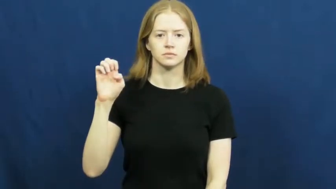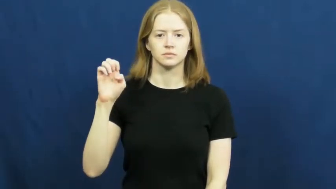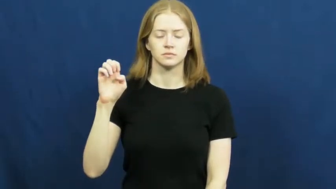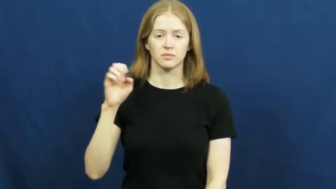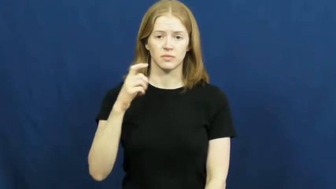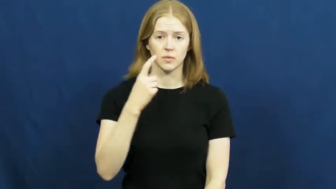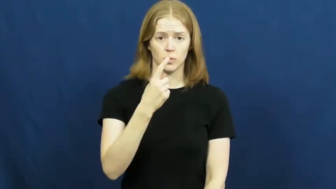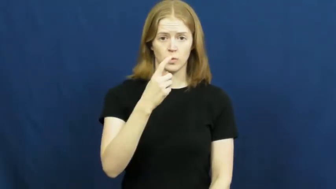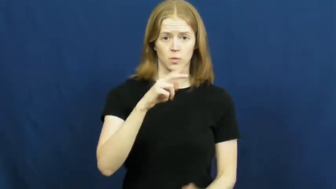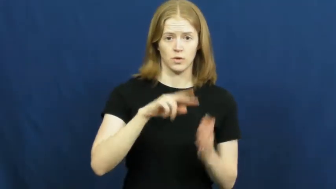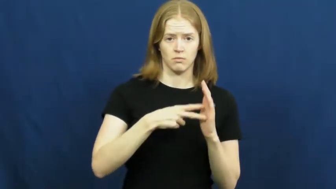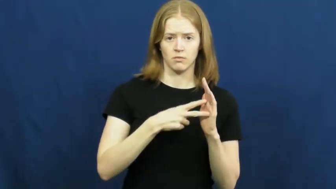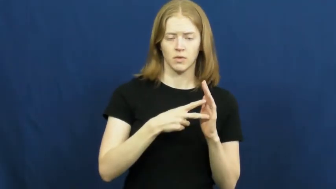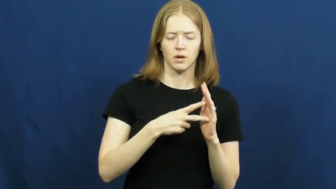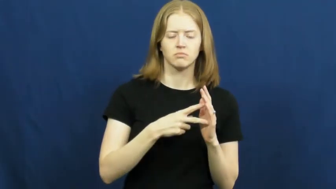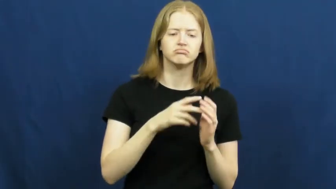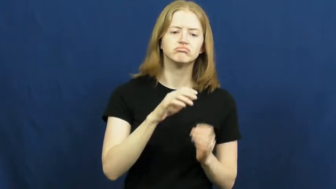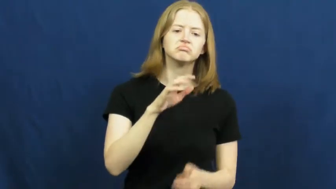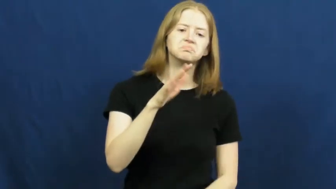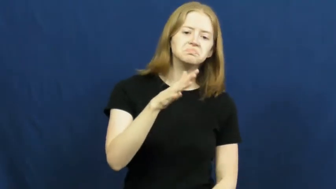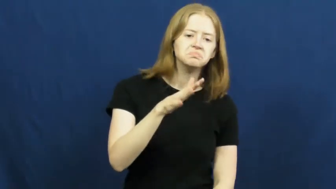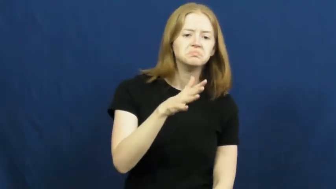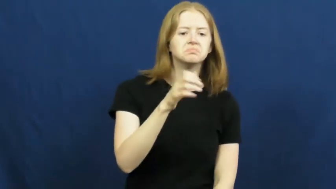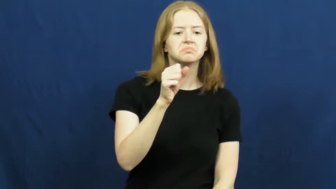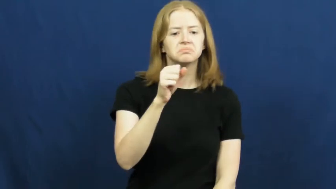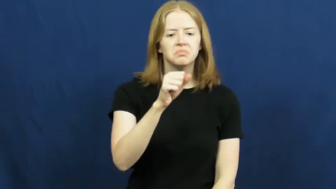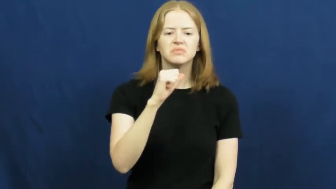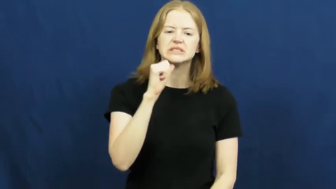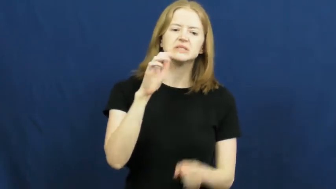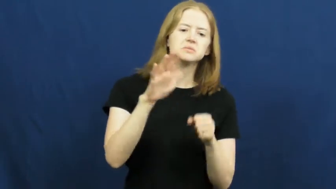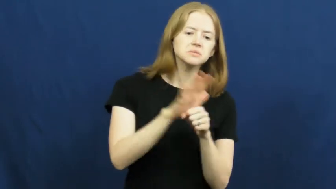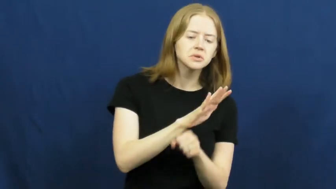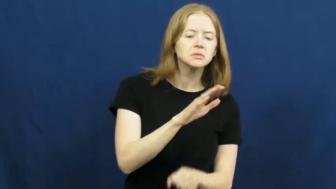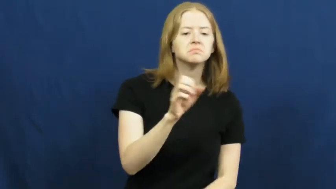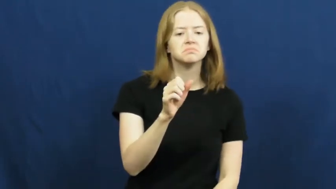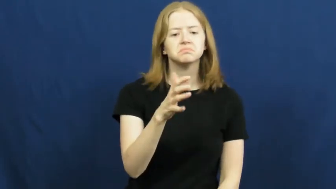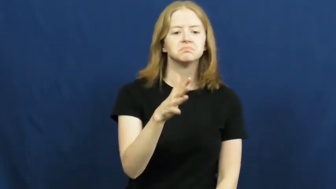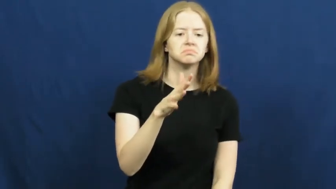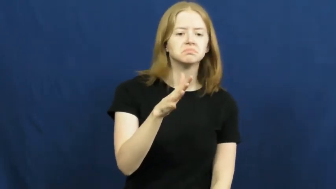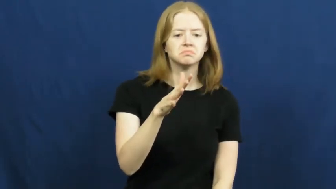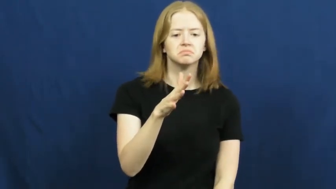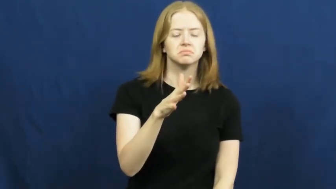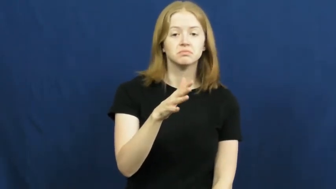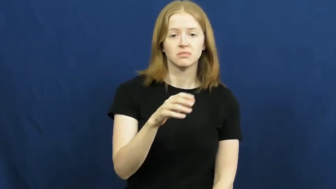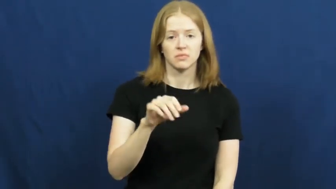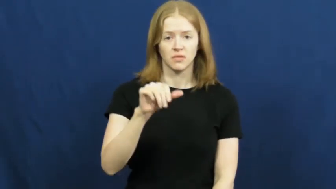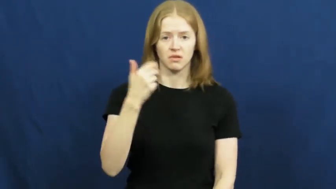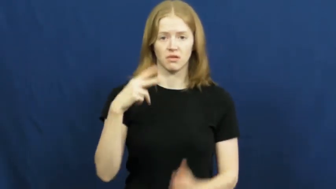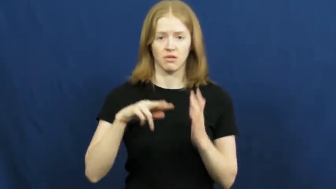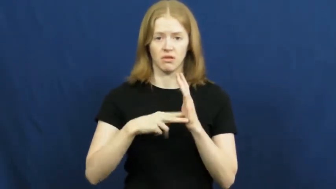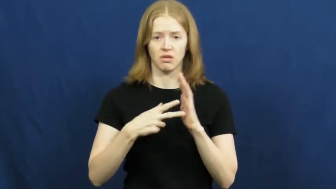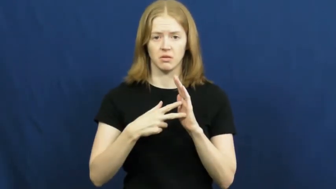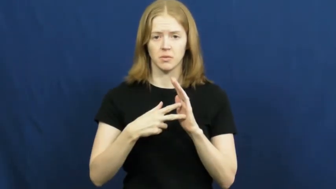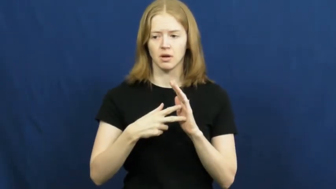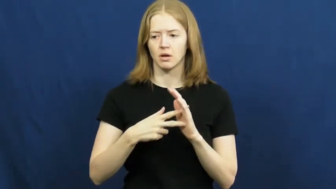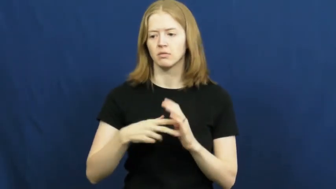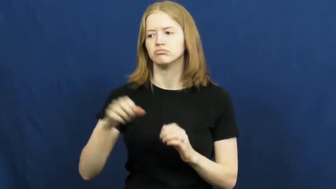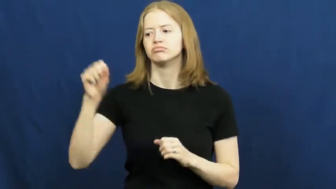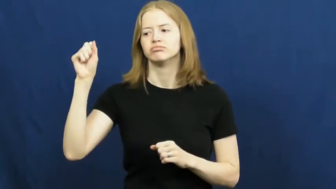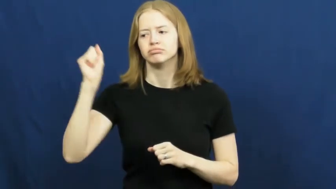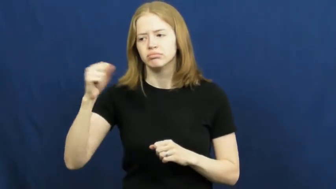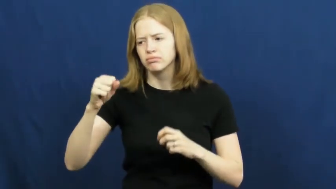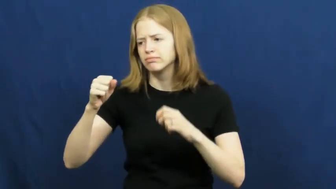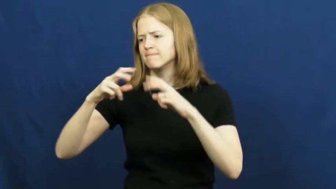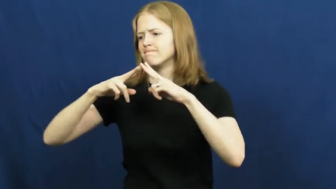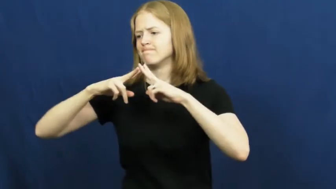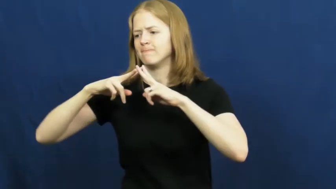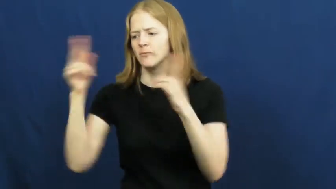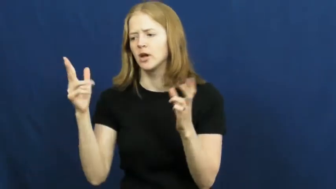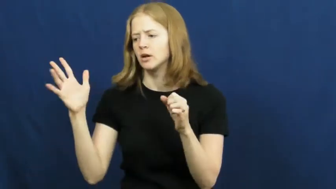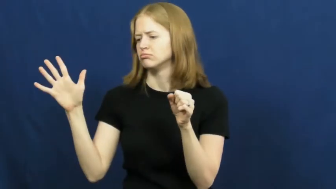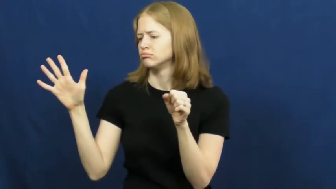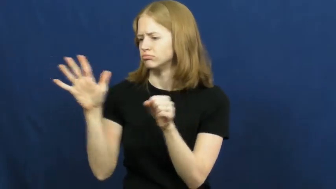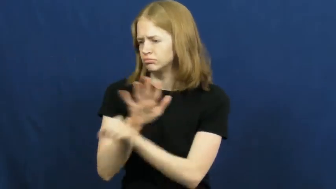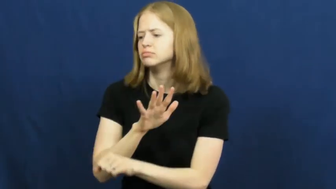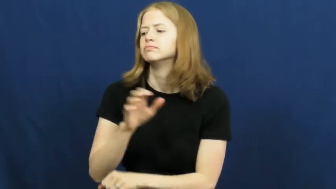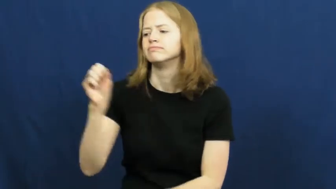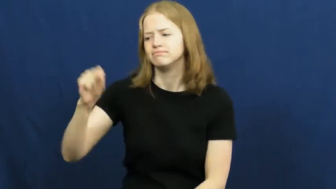quite